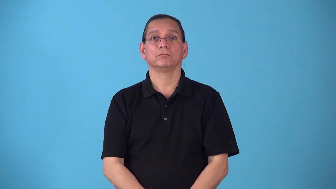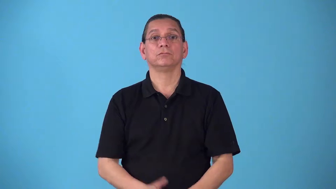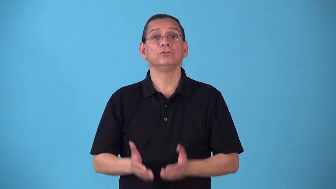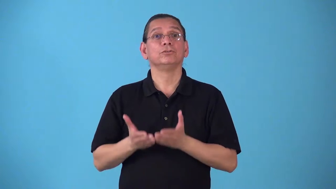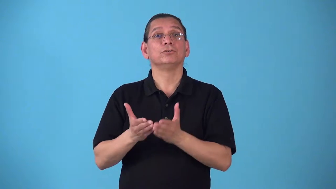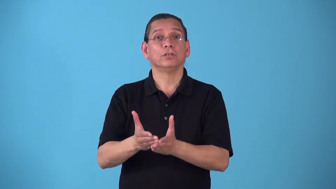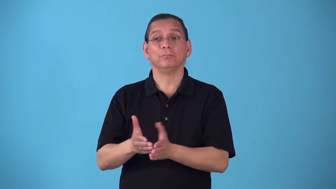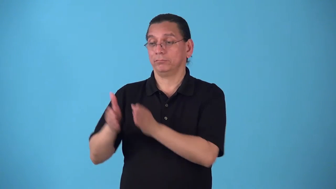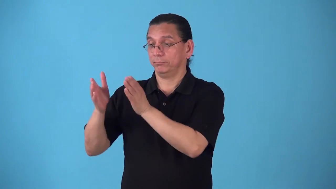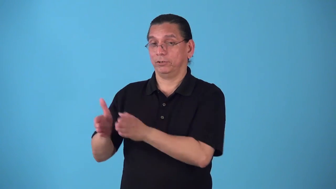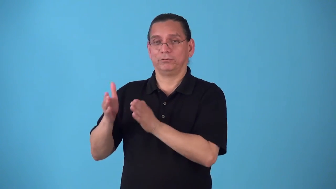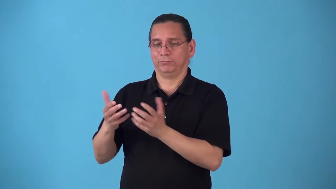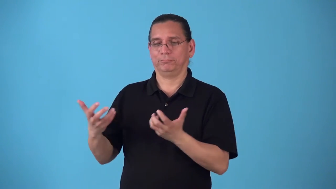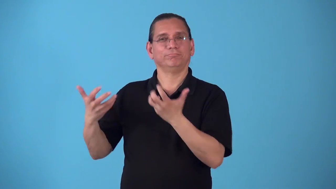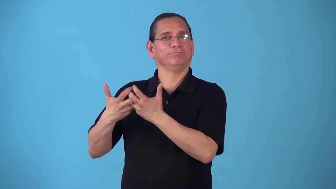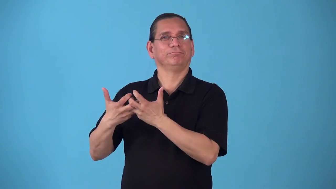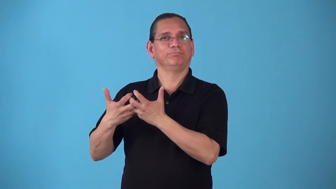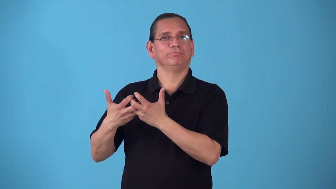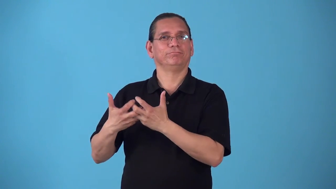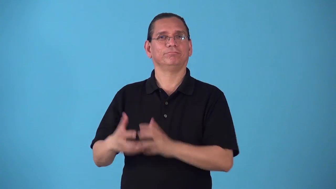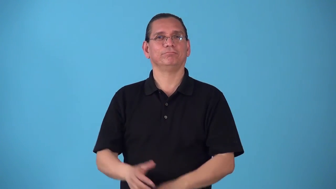shipmate